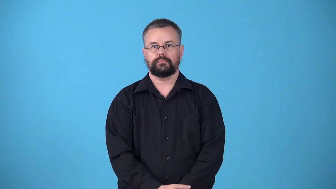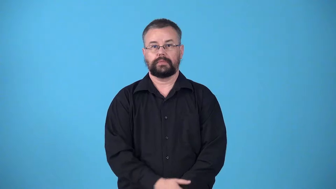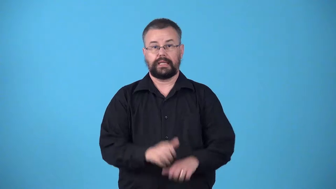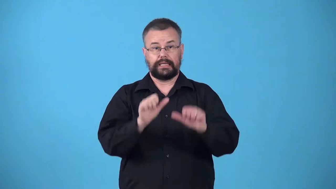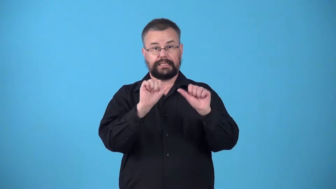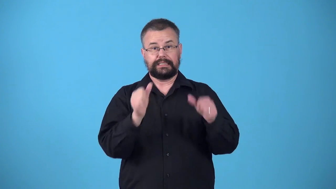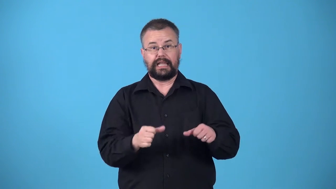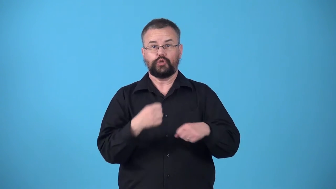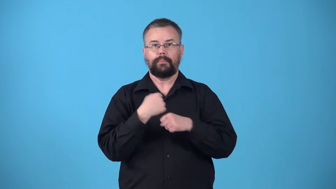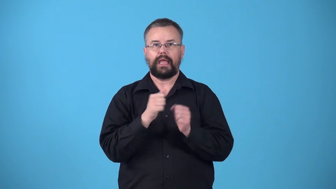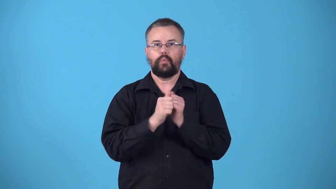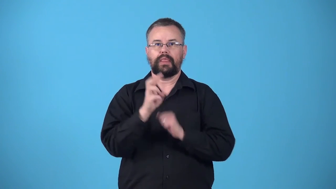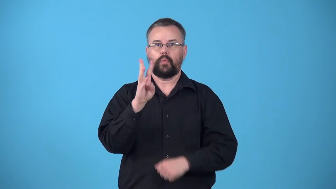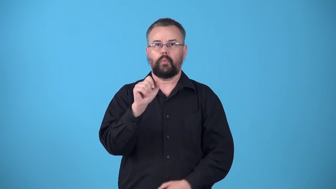waxwork-wax statue